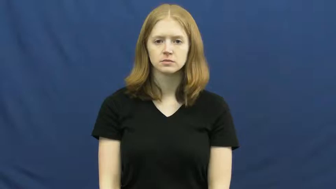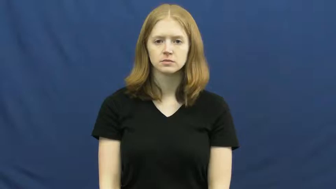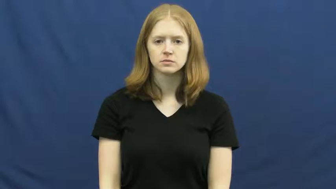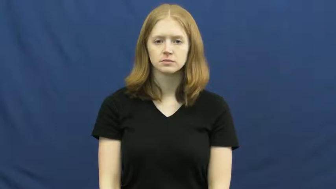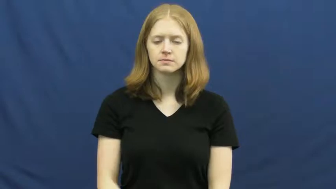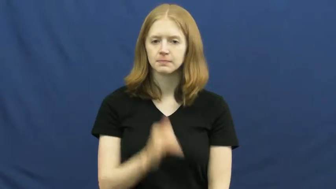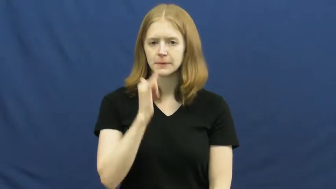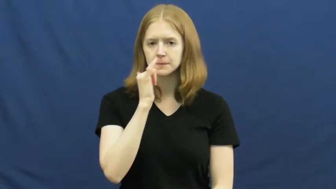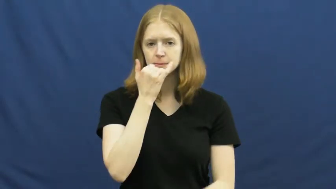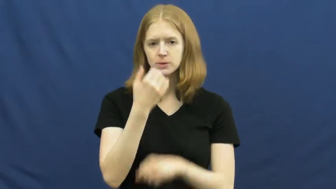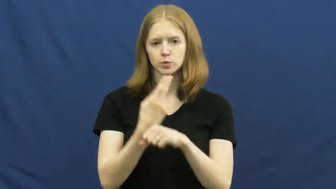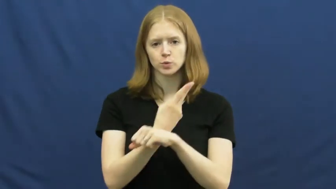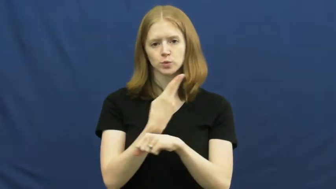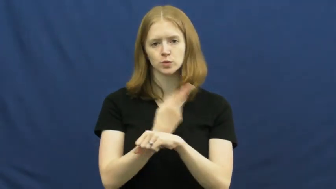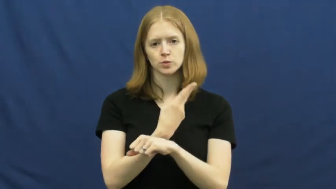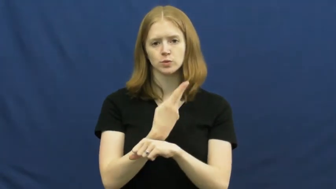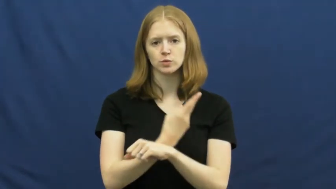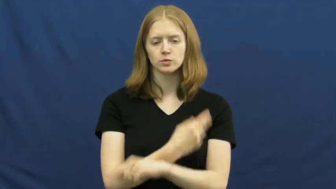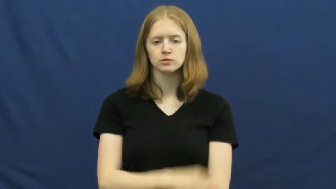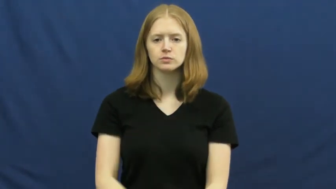misuse,misapply,misappropriate